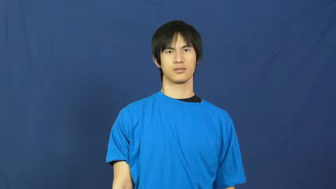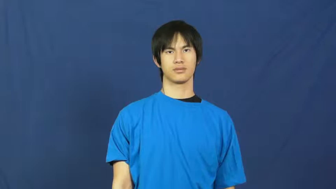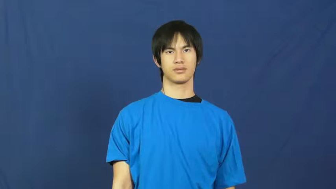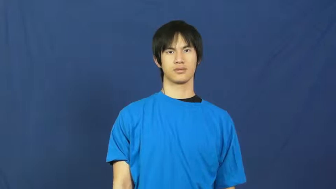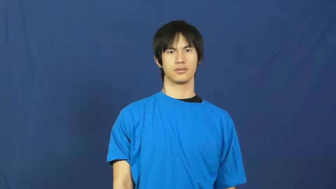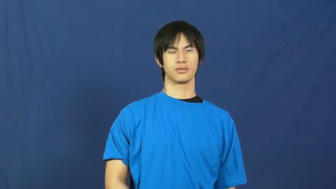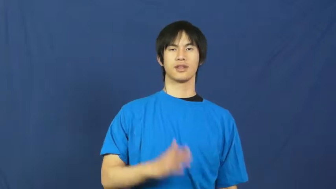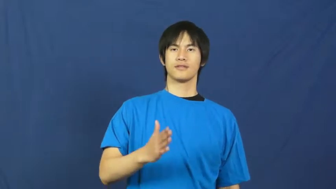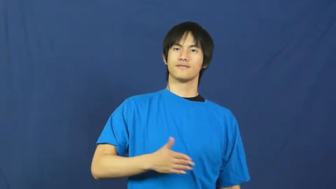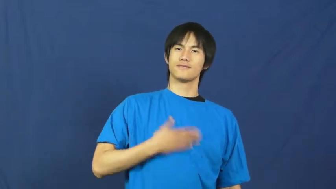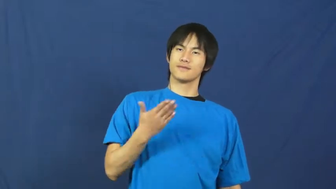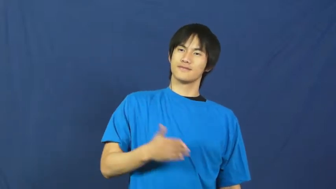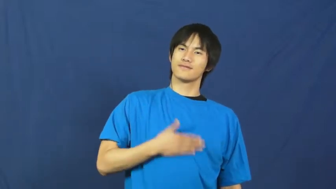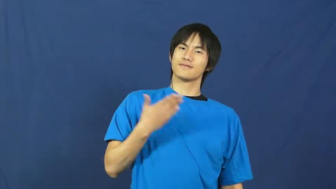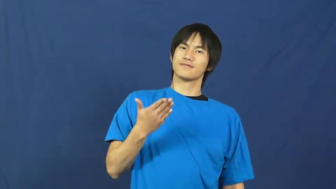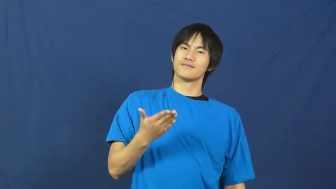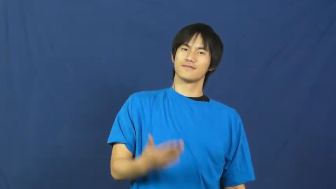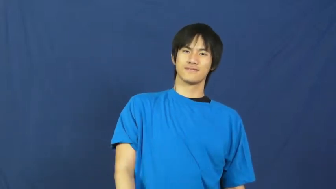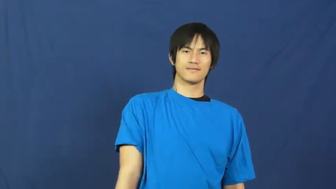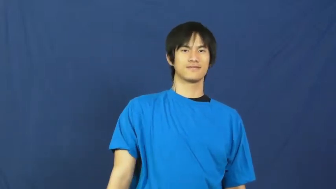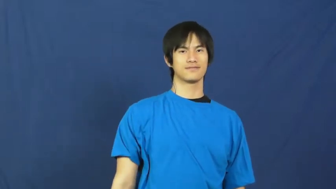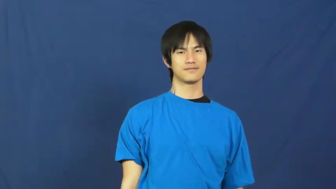happy,gay,glad,merry,rapt